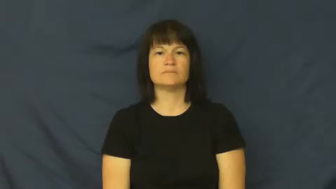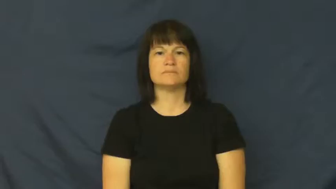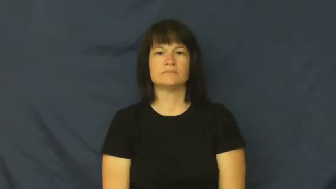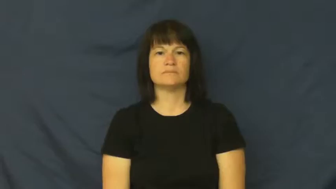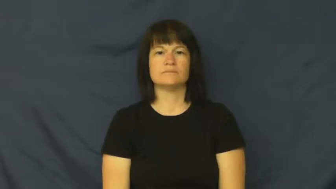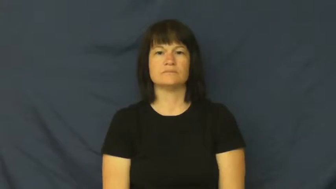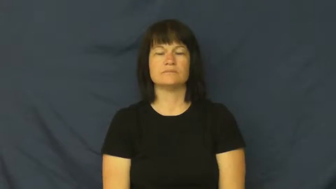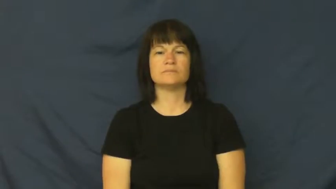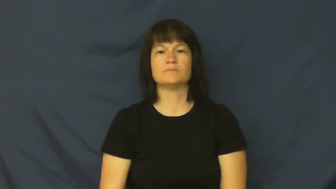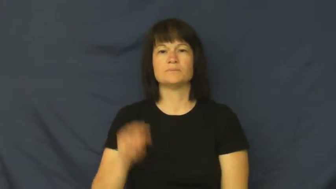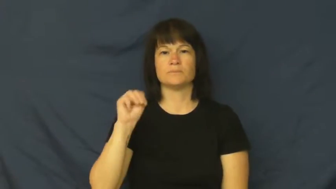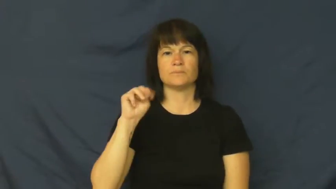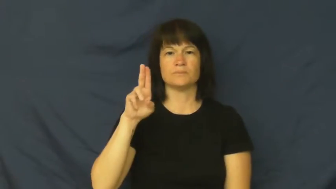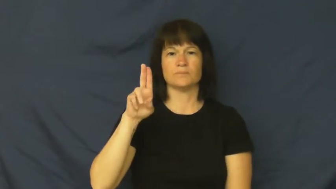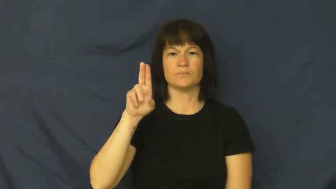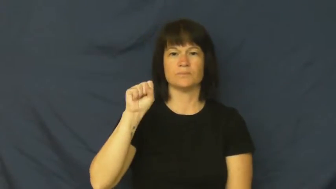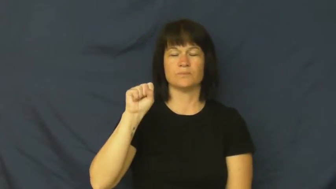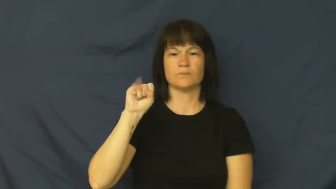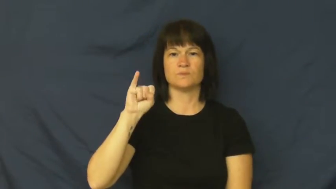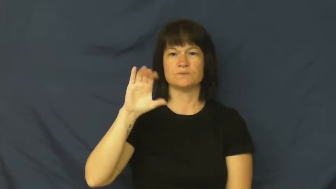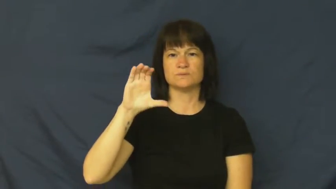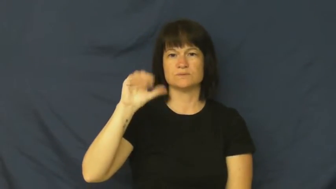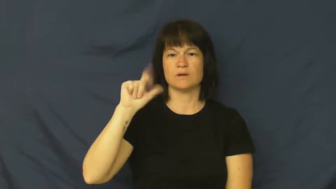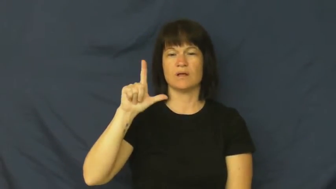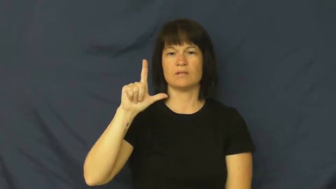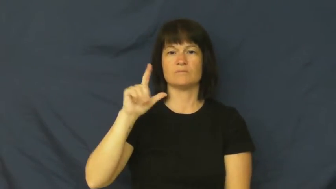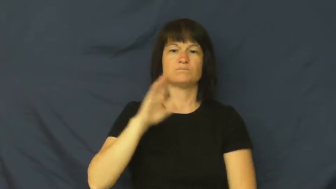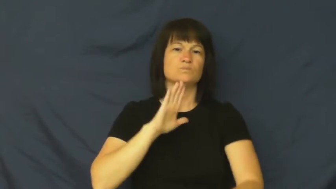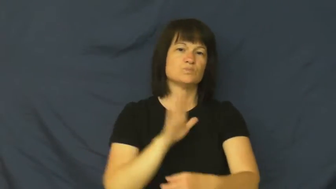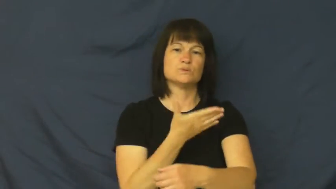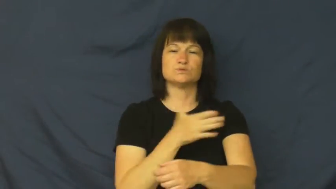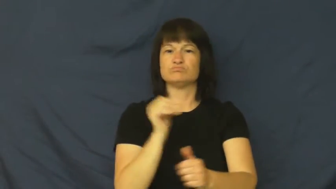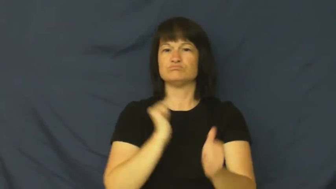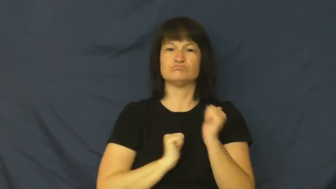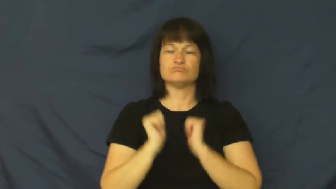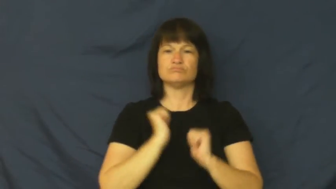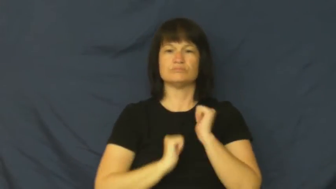musical-show